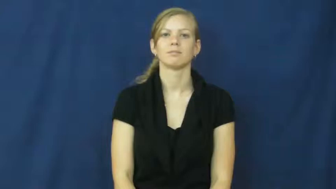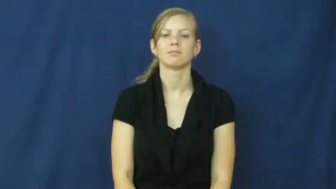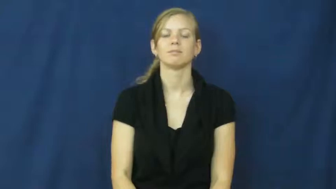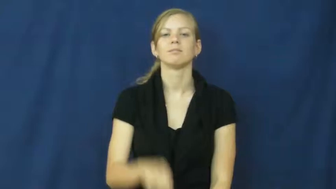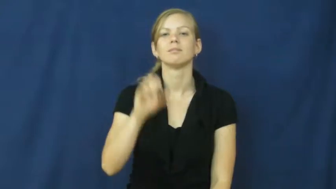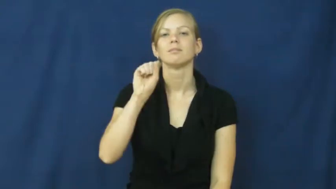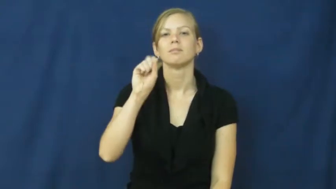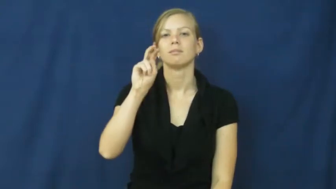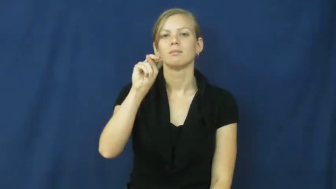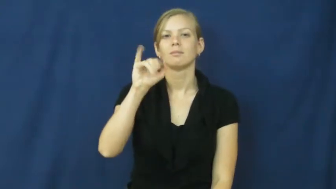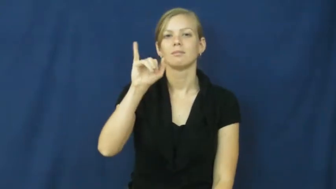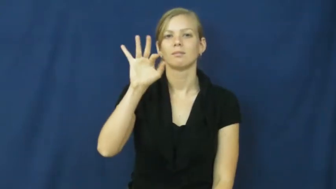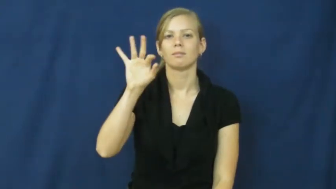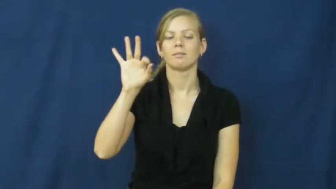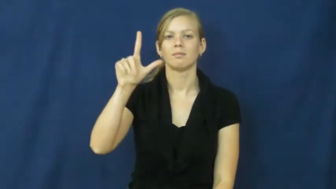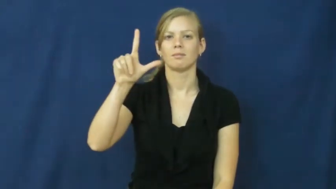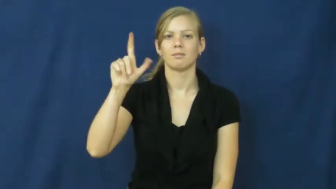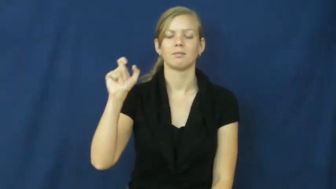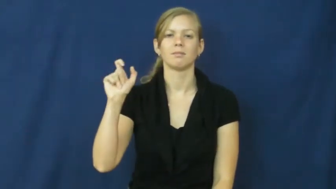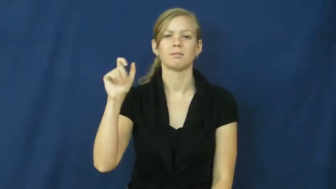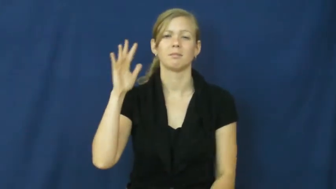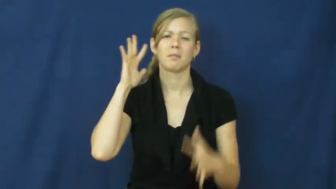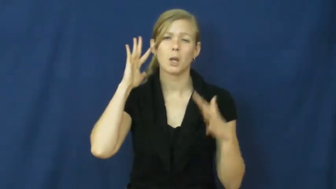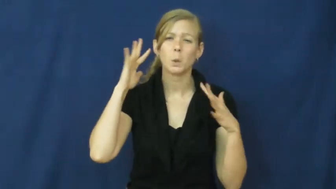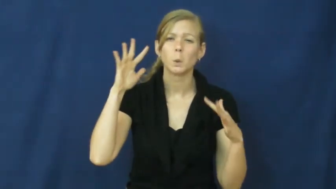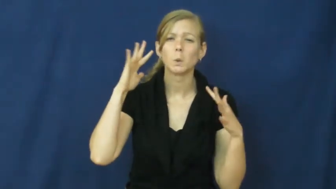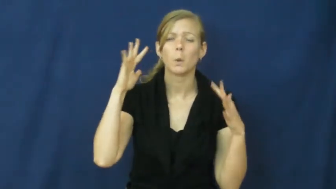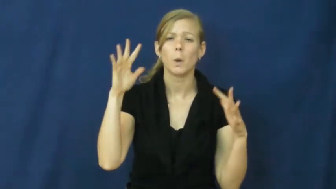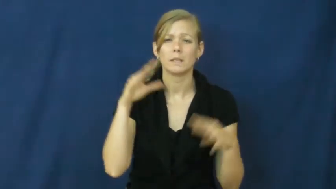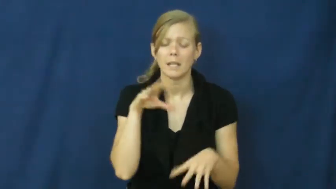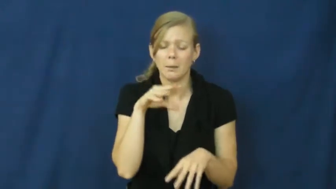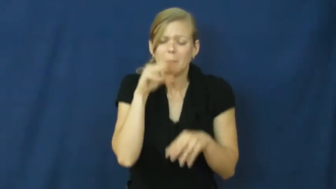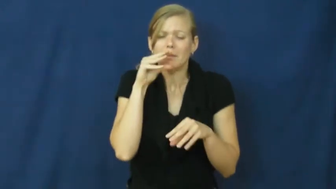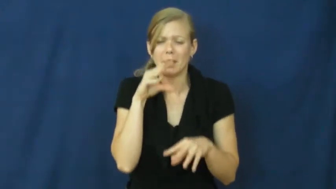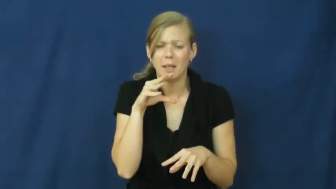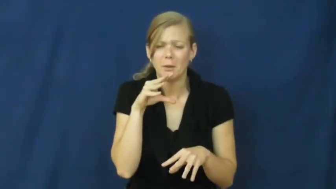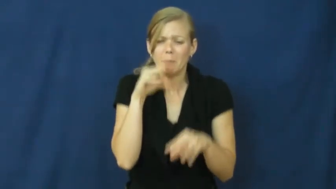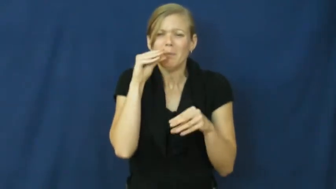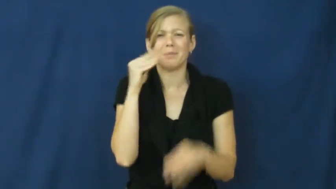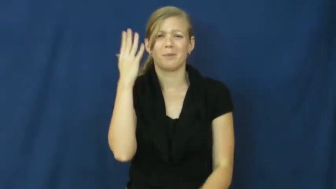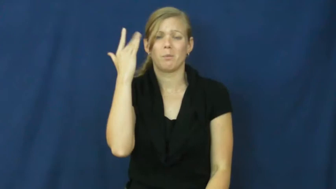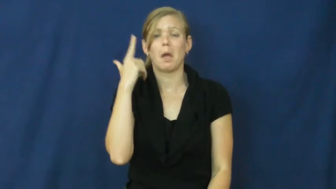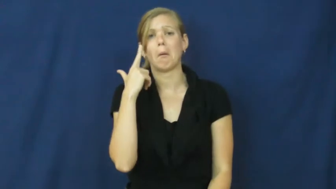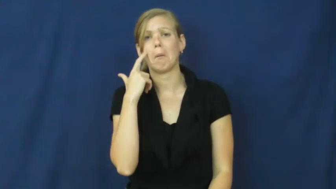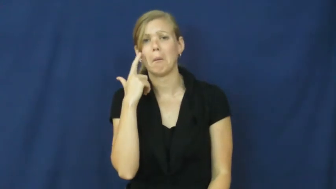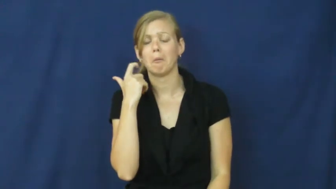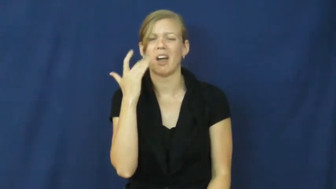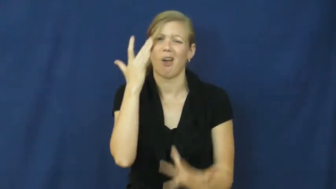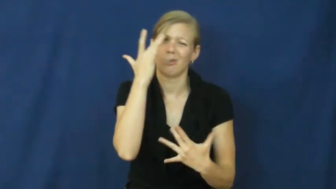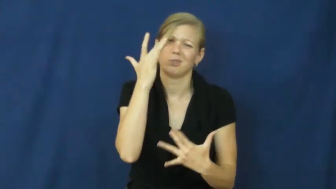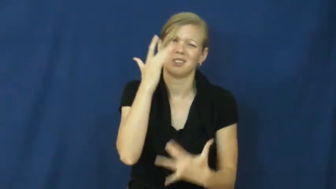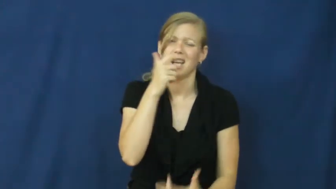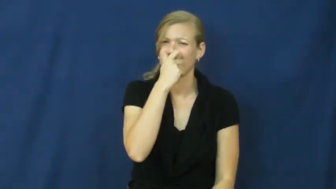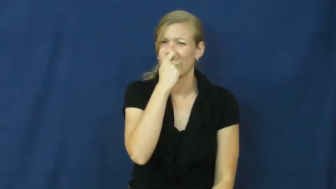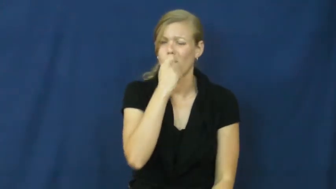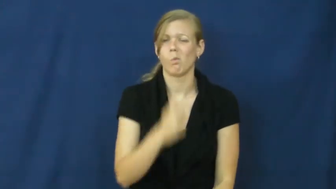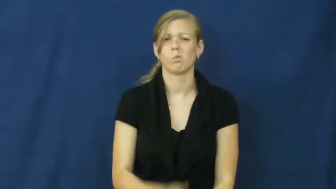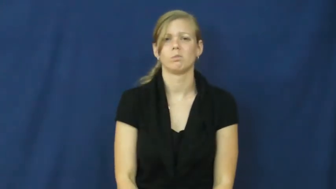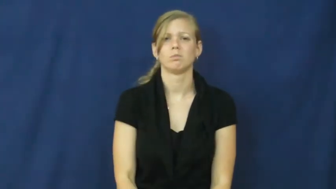sniffle,snuffle